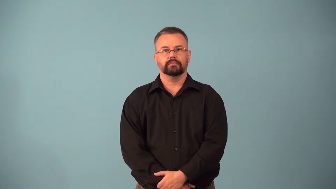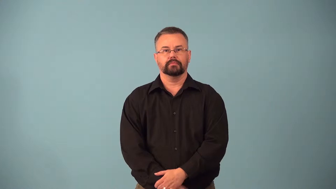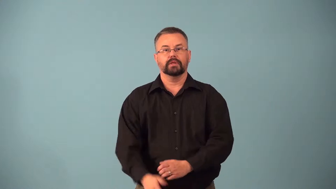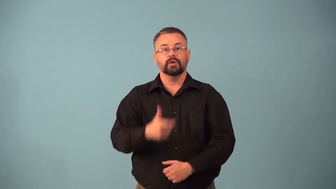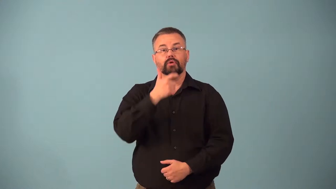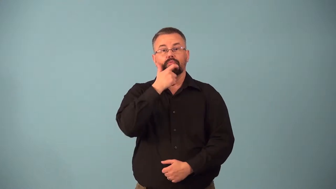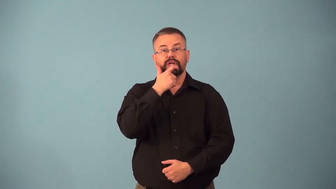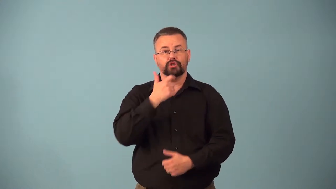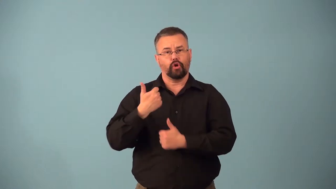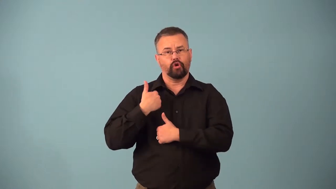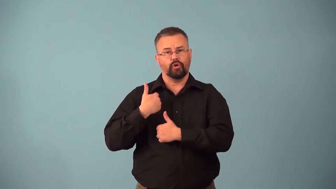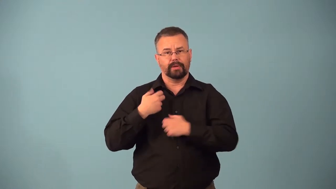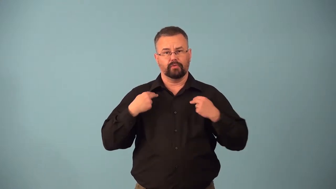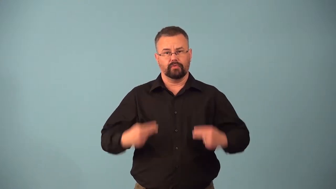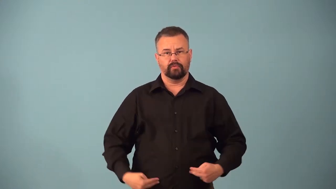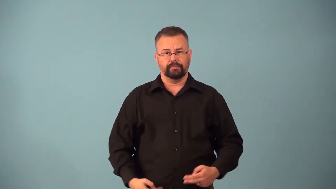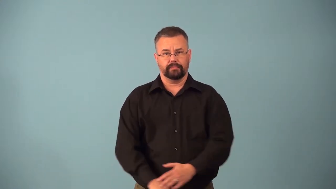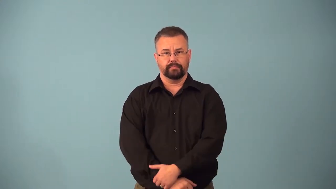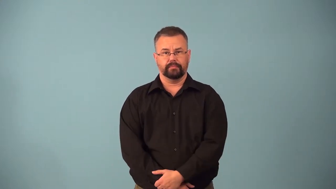battledress